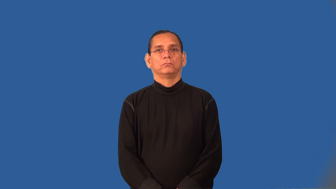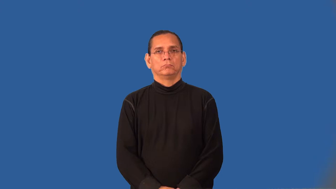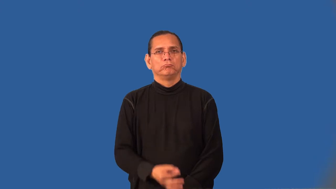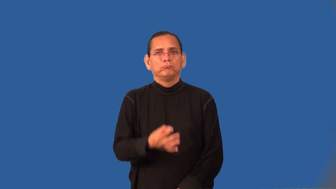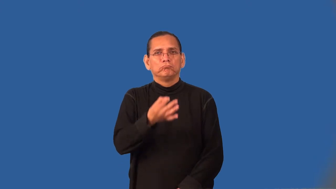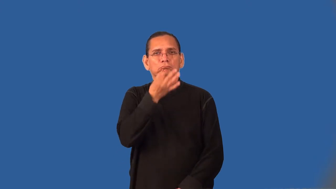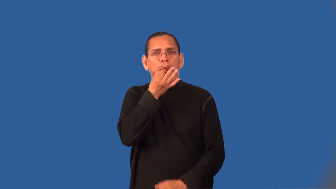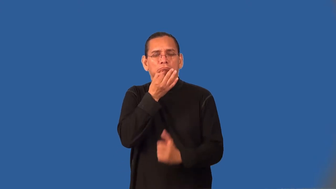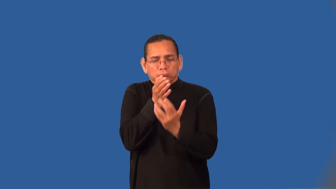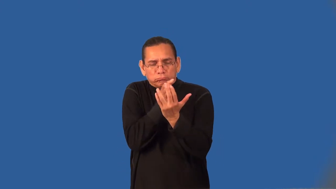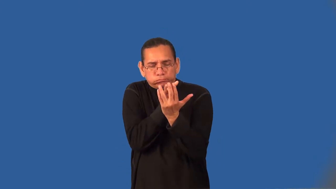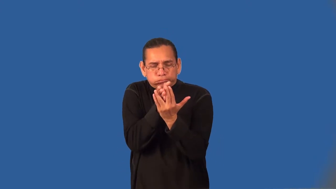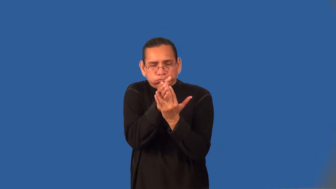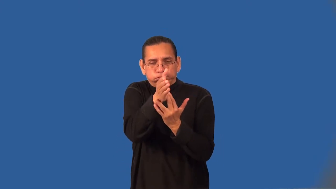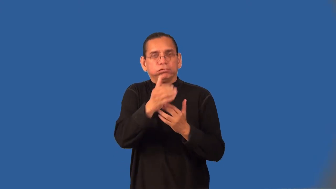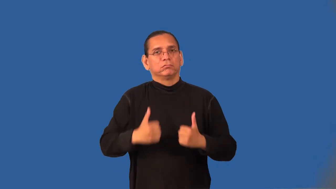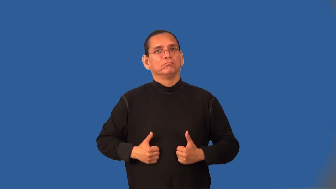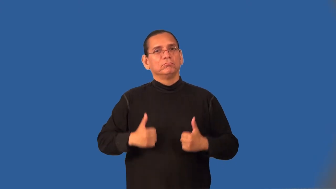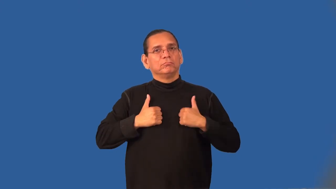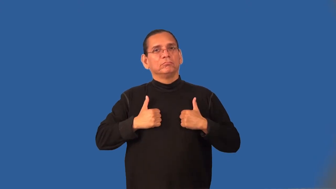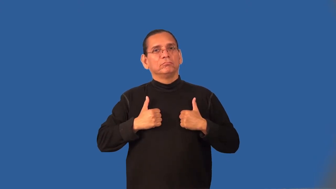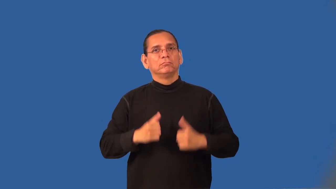survive,exist,manage